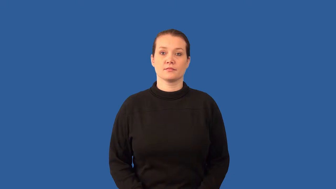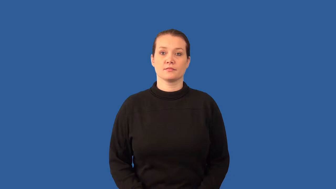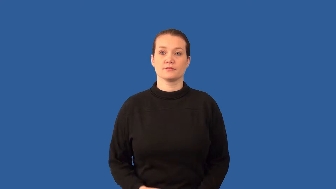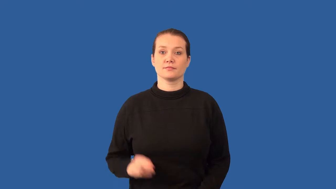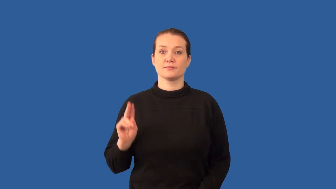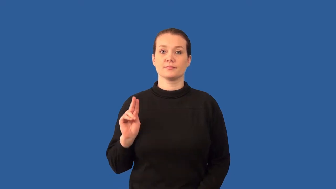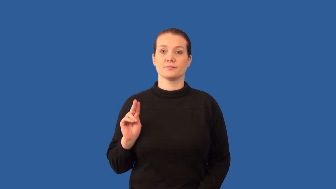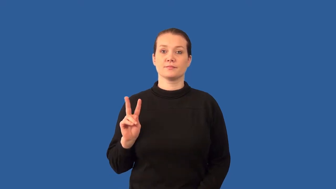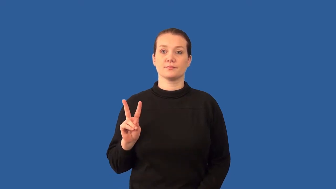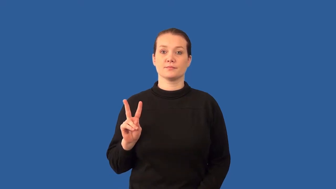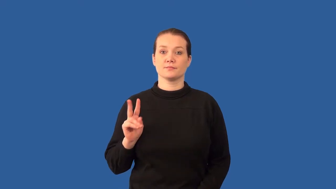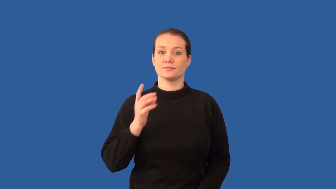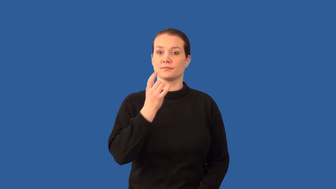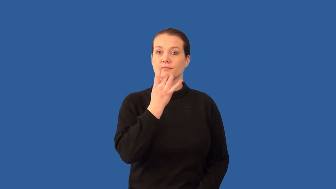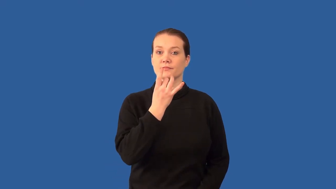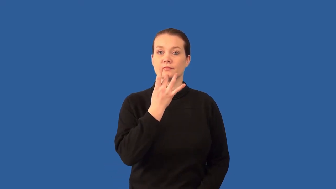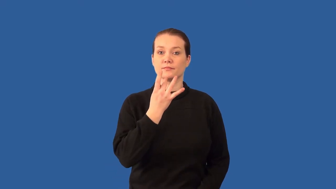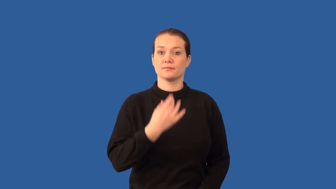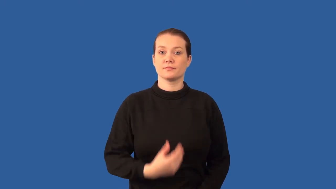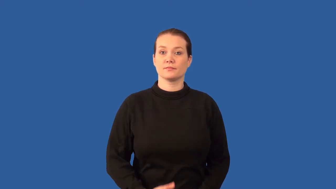flourescent